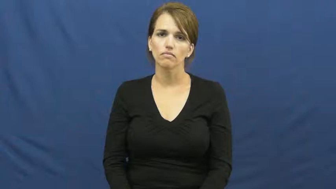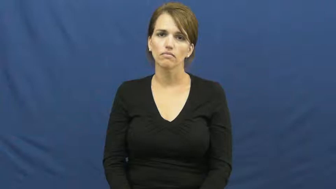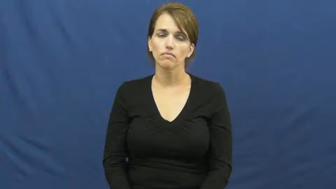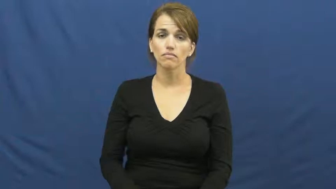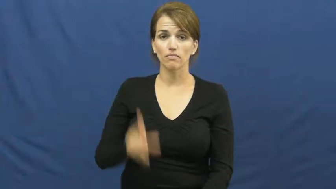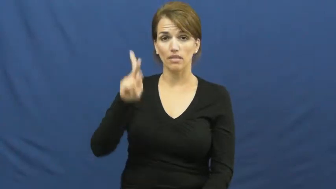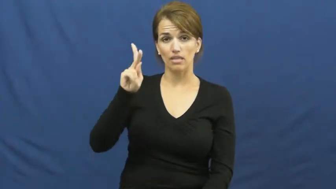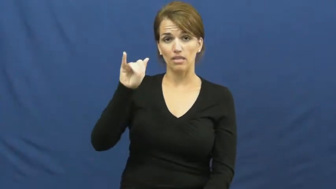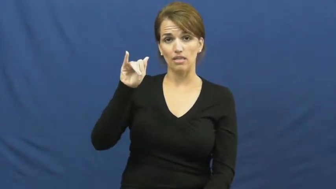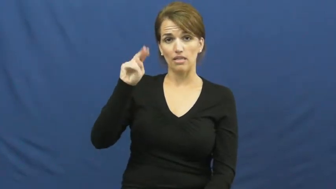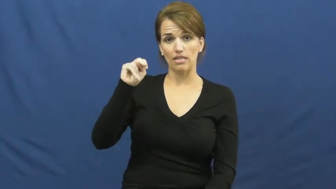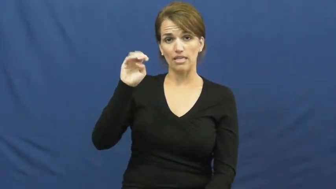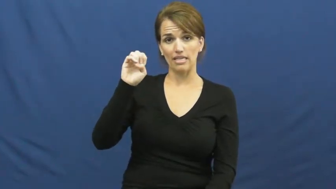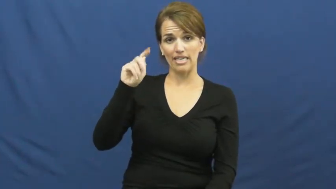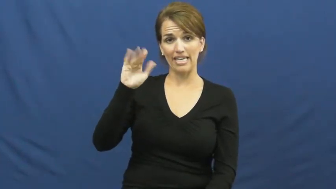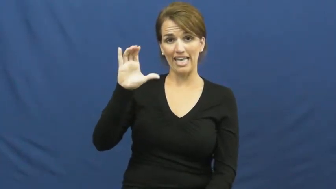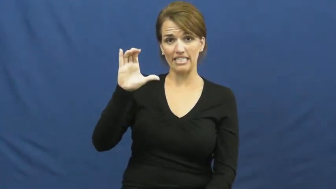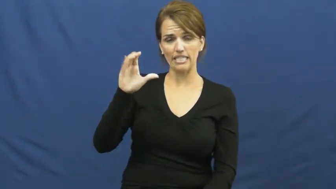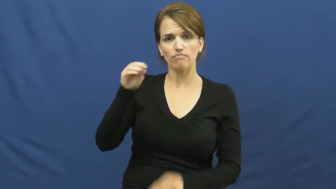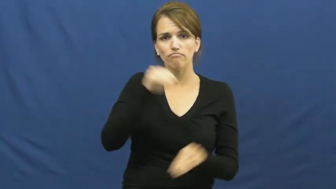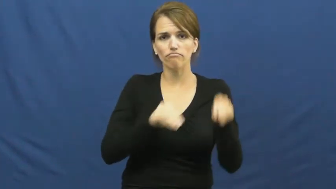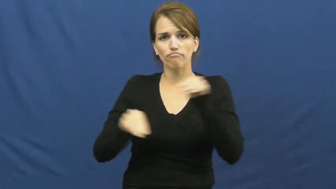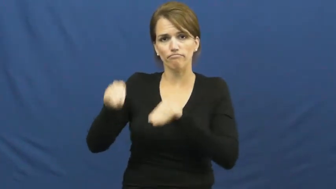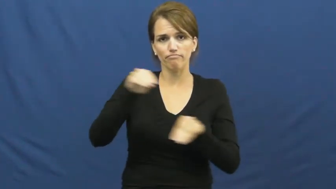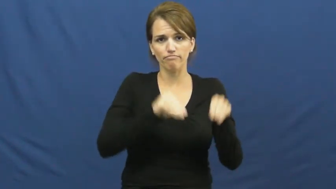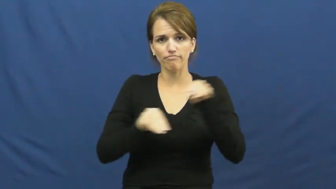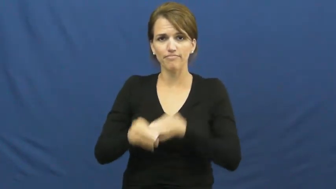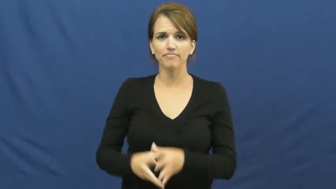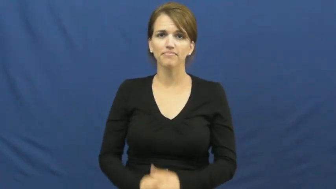kinetic